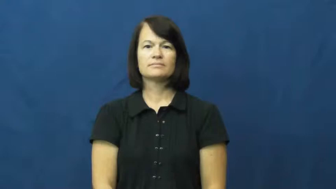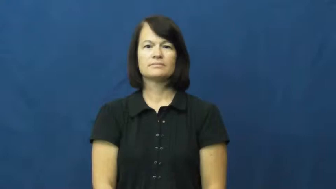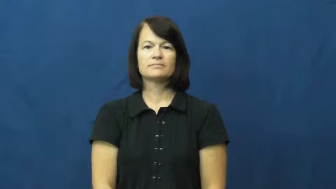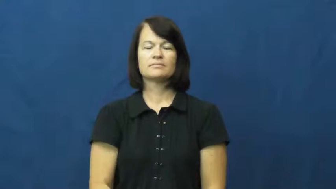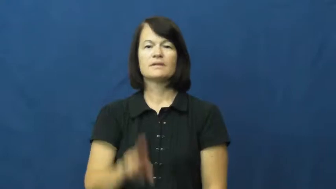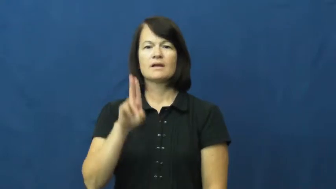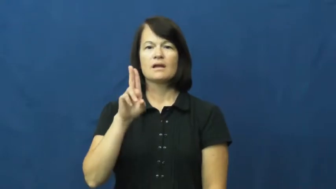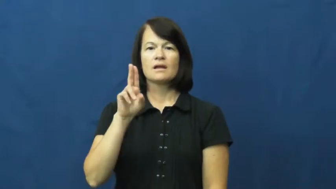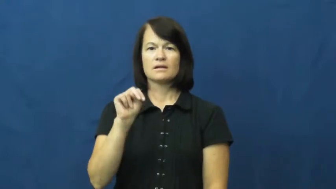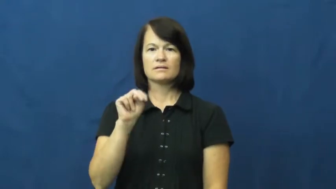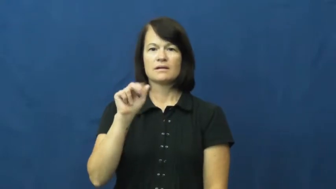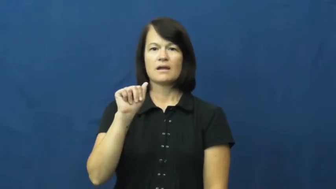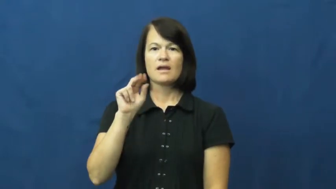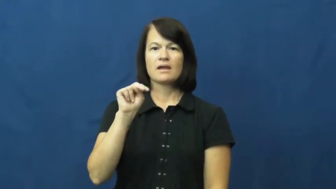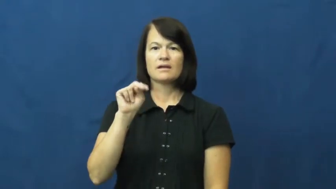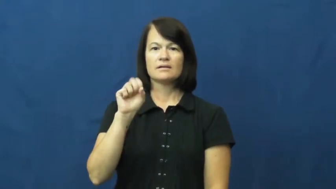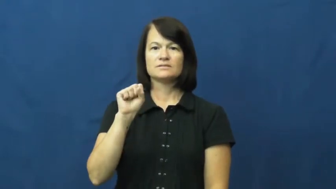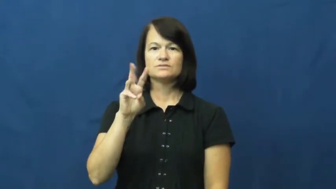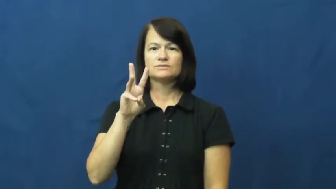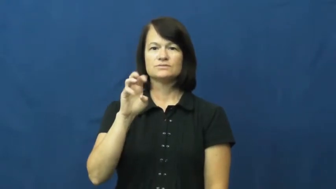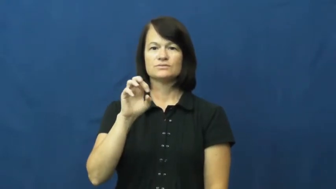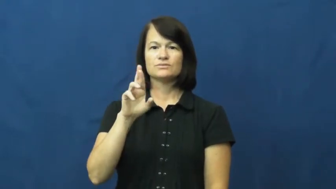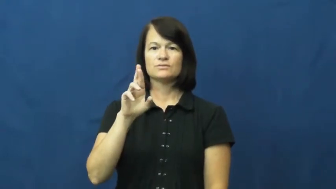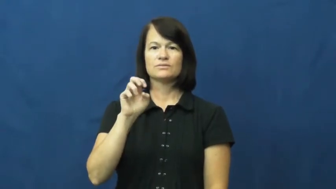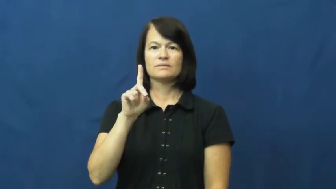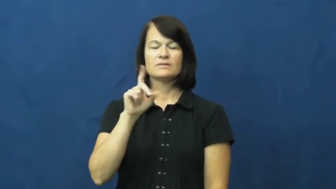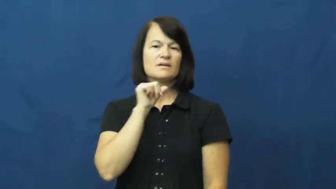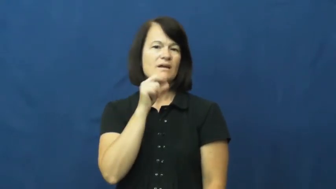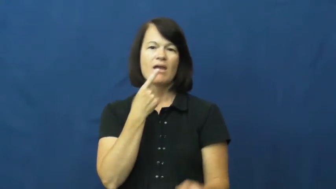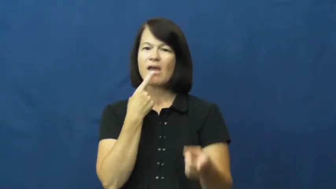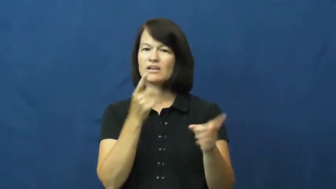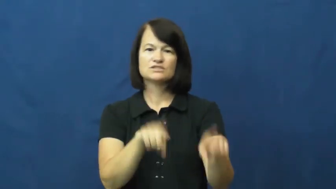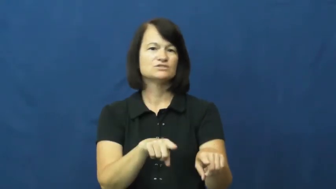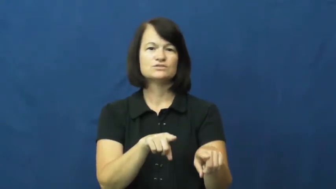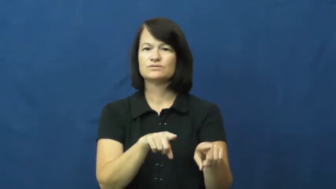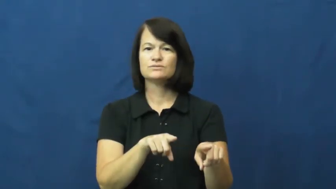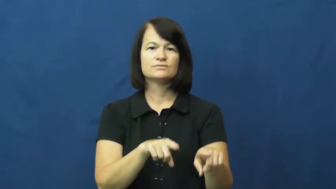unanswered